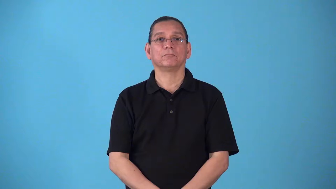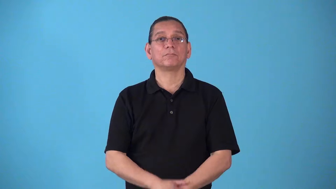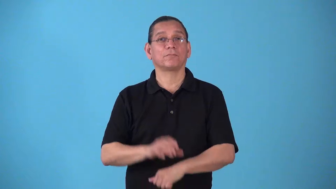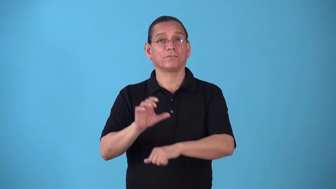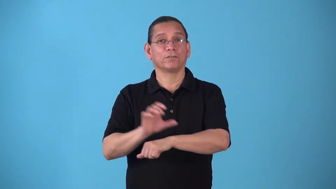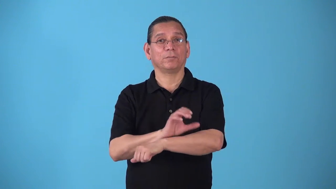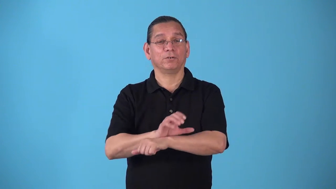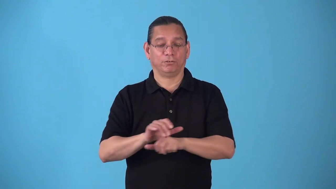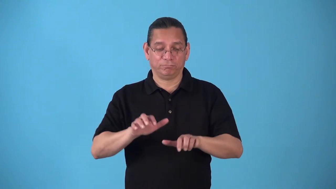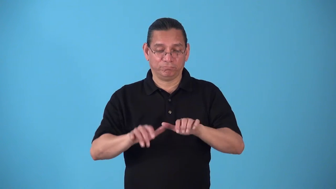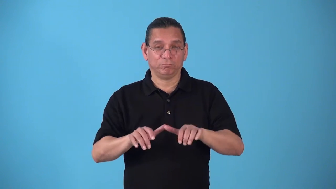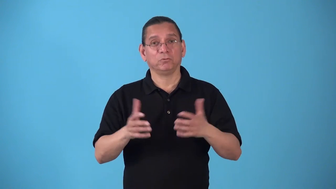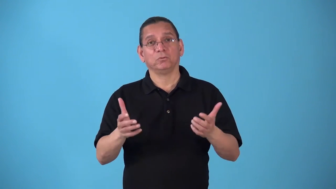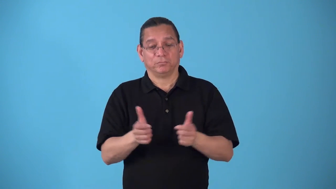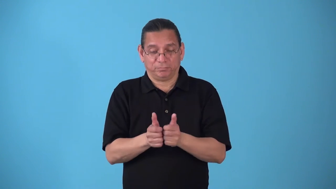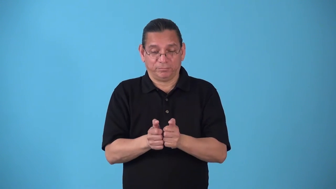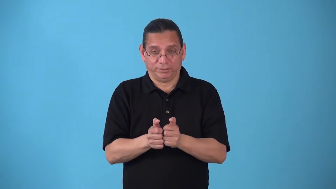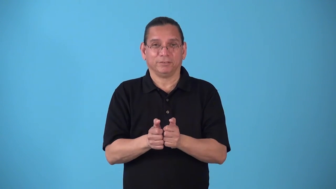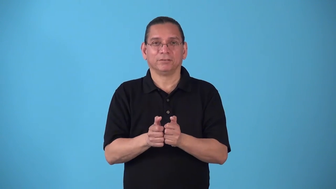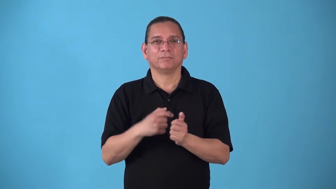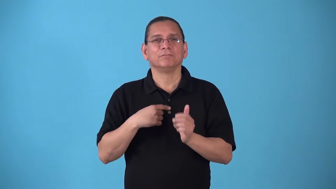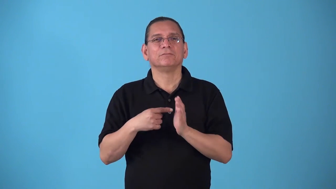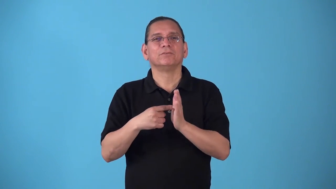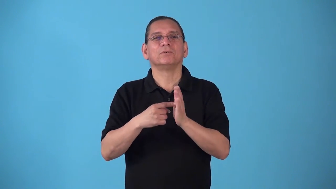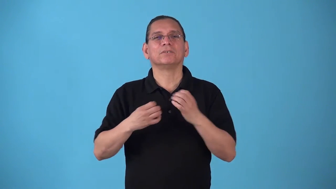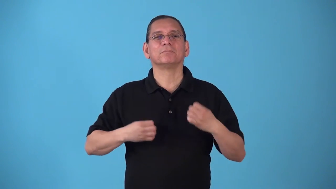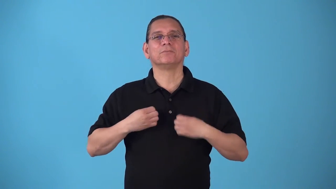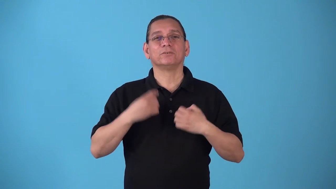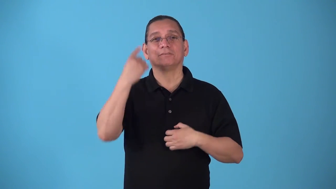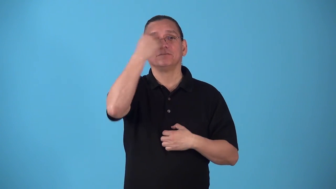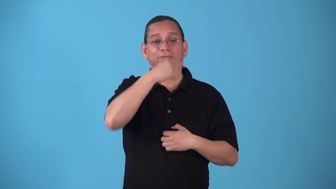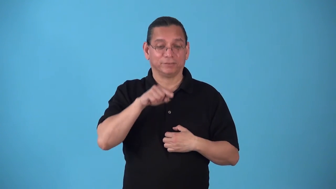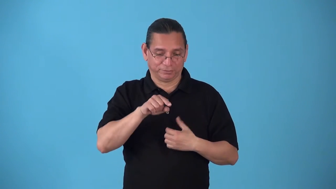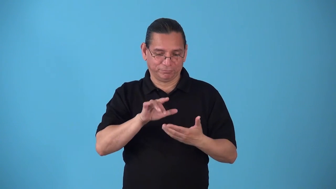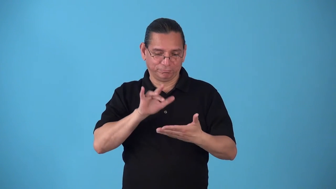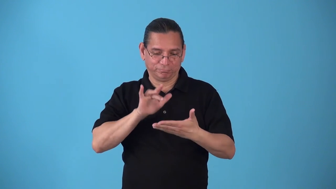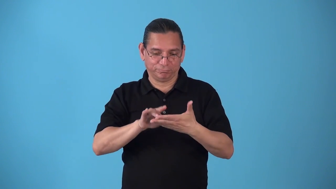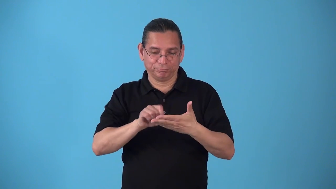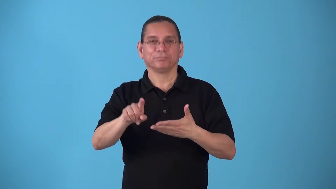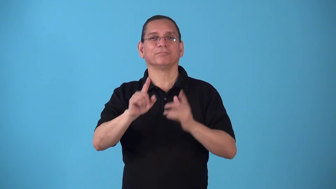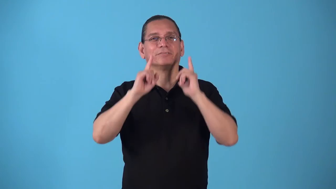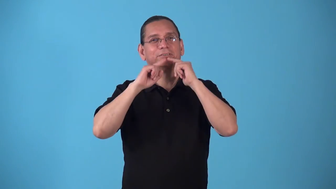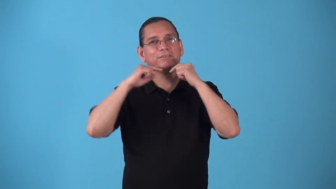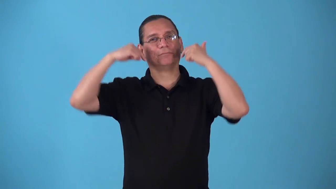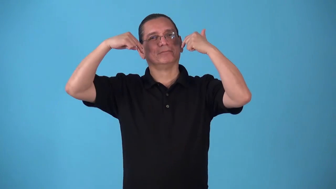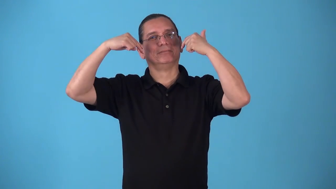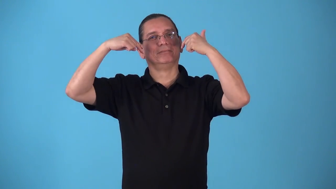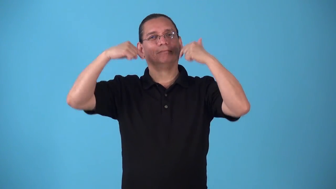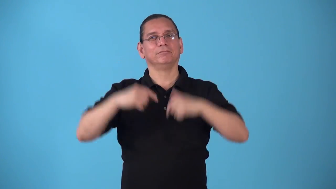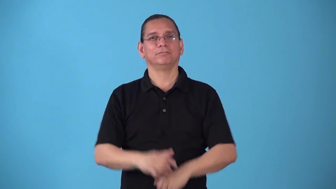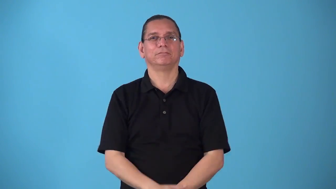smileyface,smiley